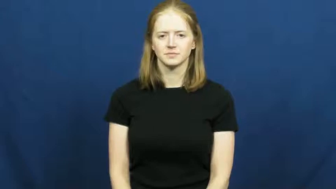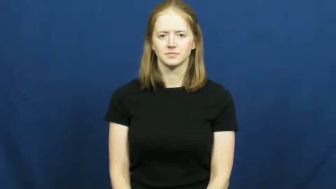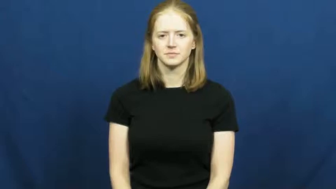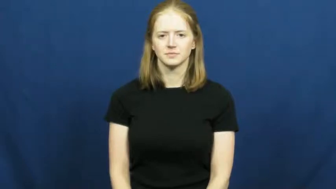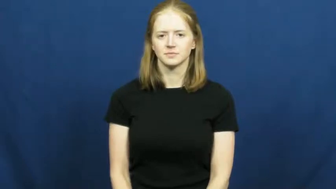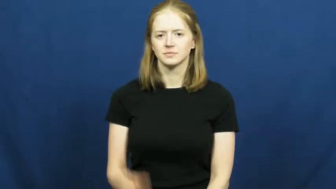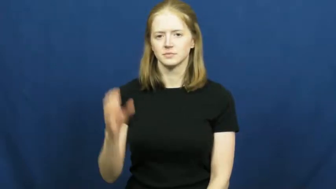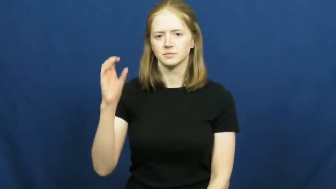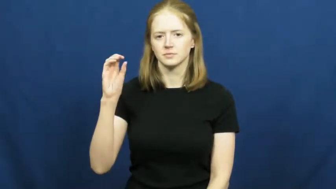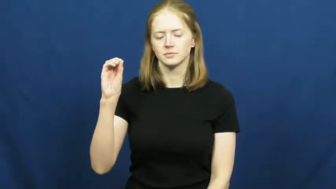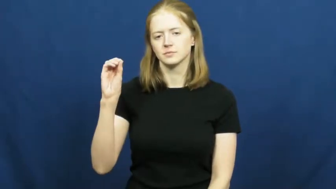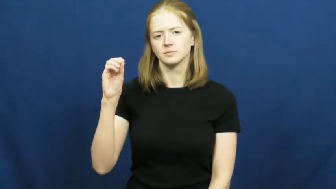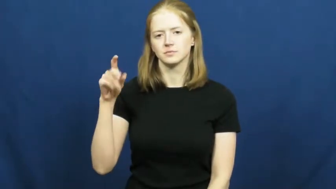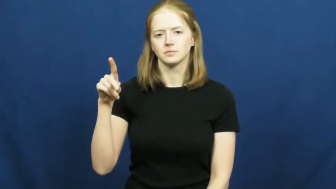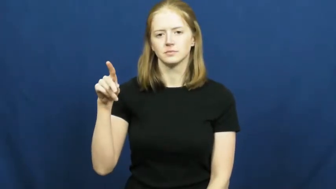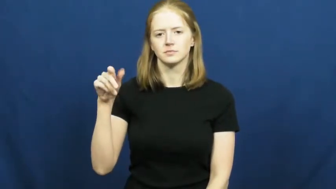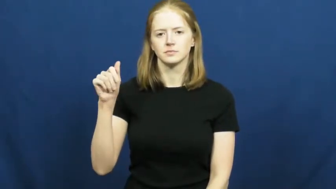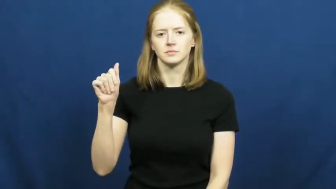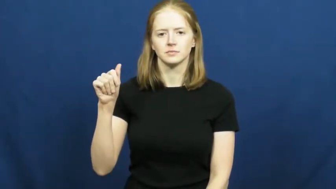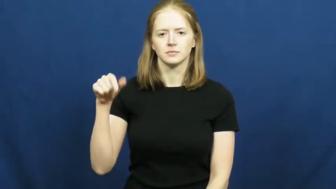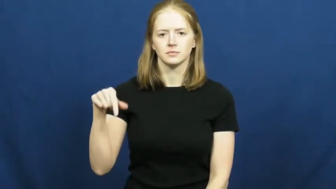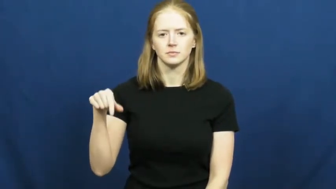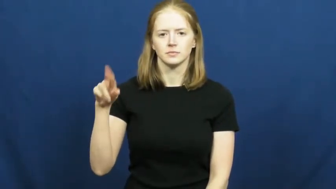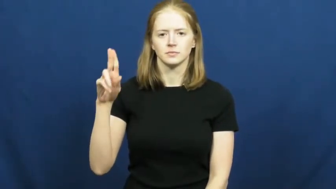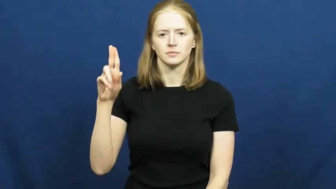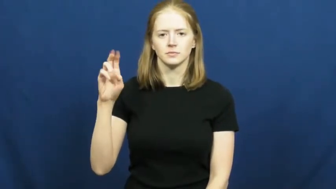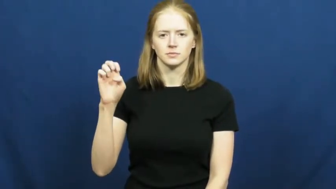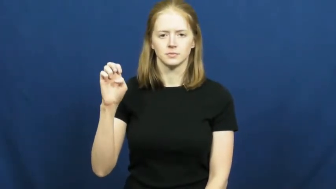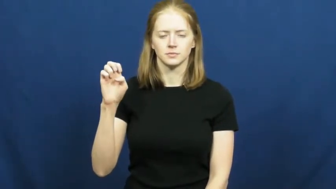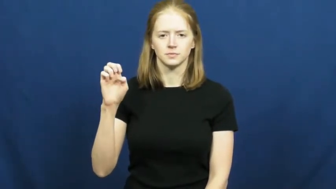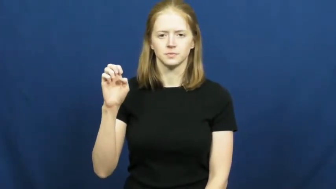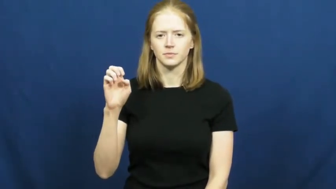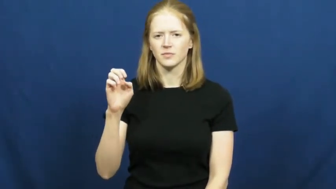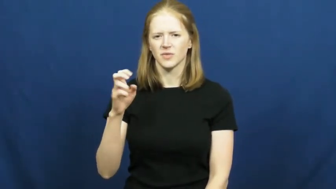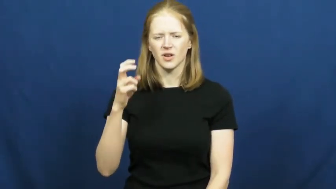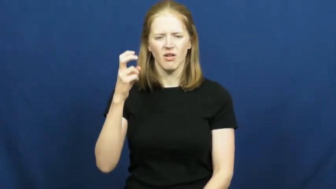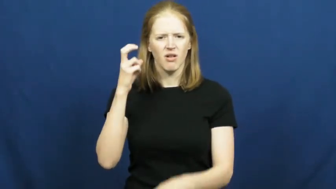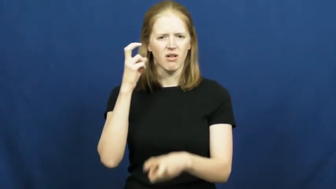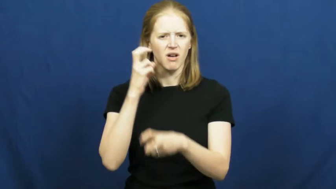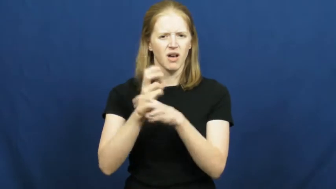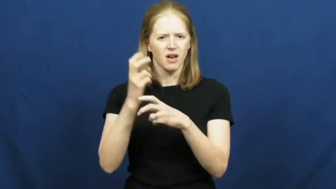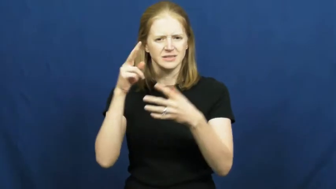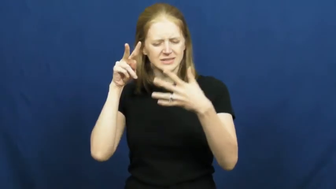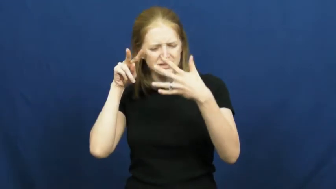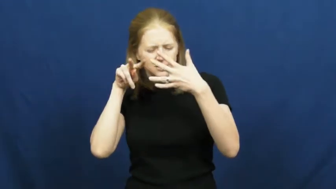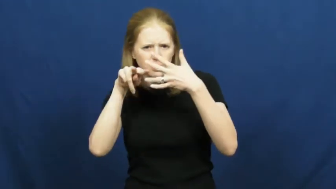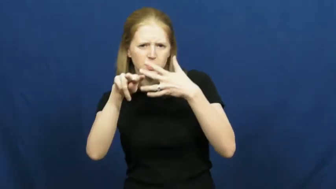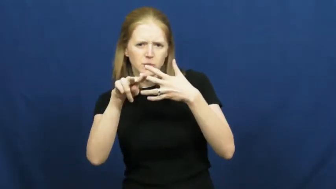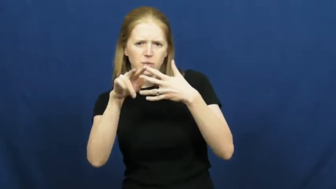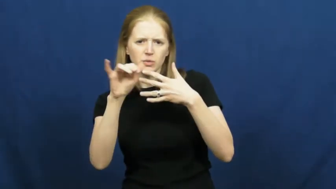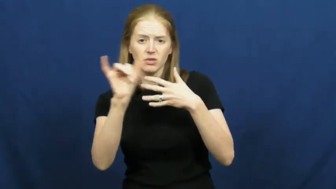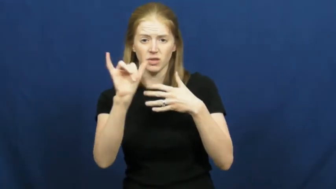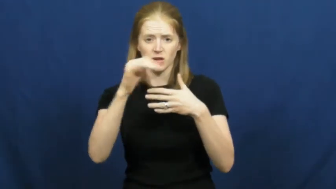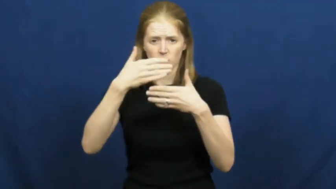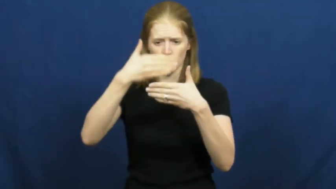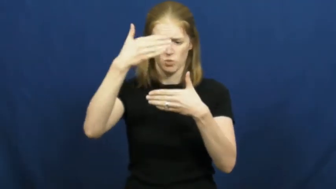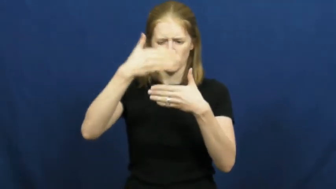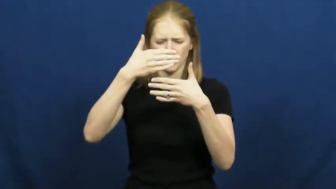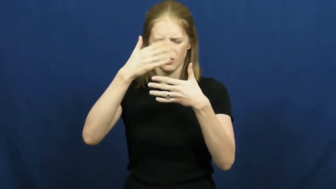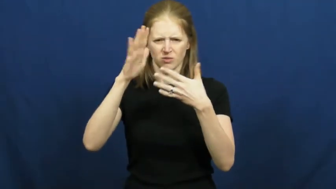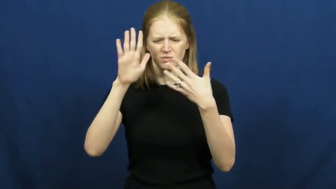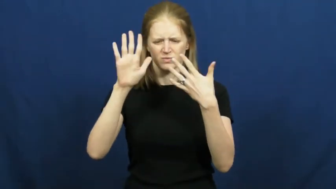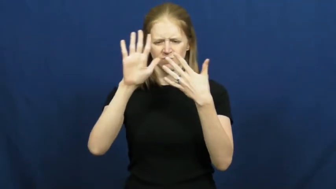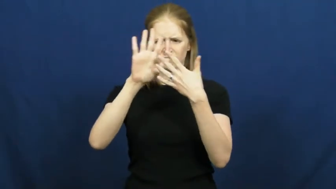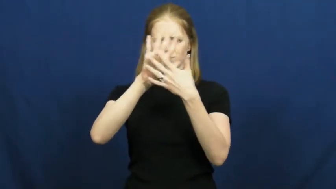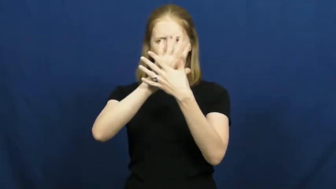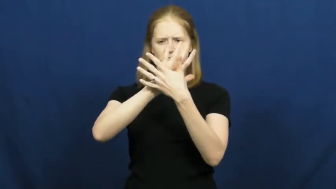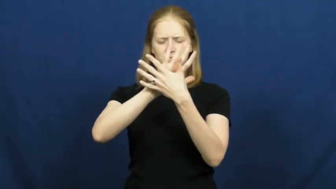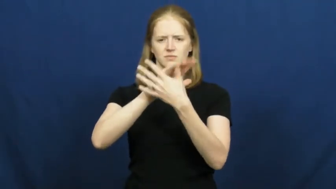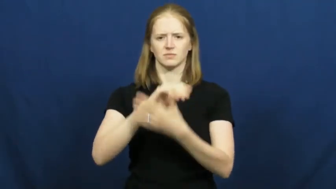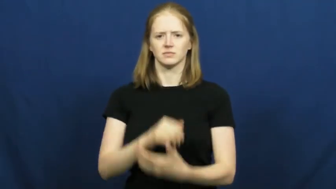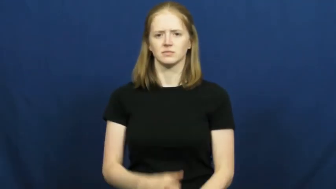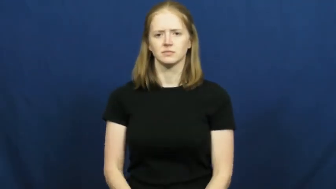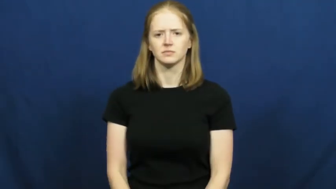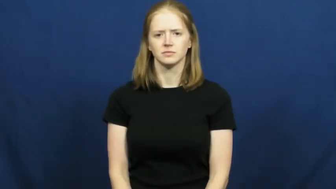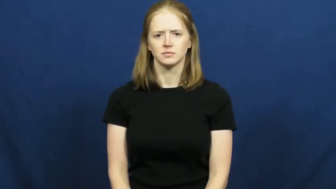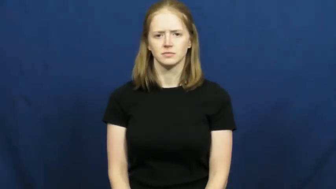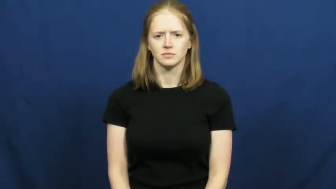opaque,opacity,oplalescent